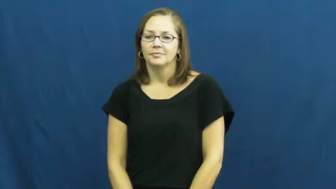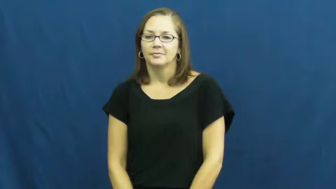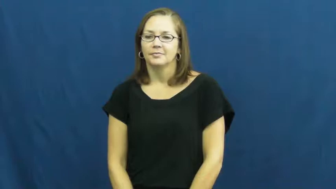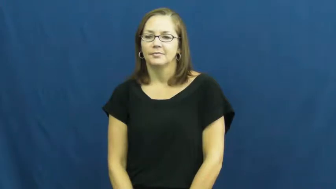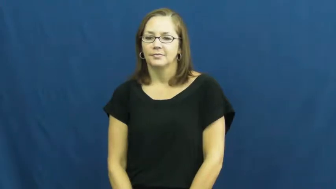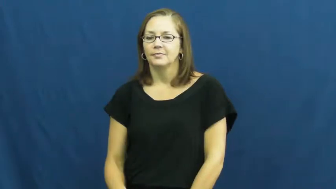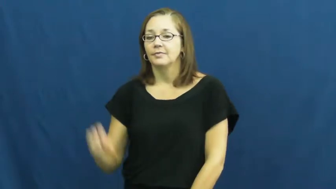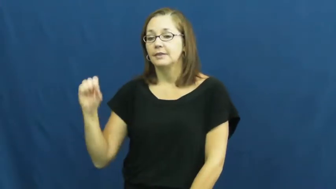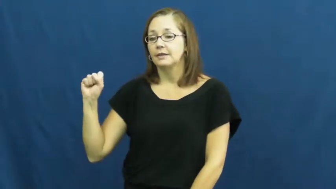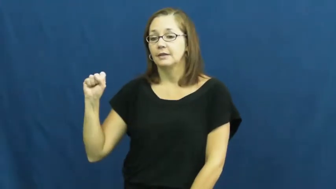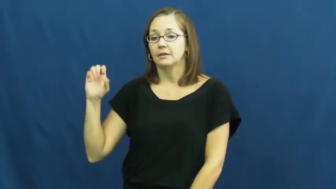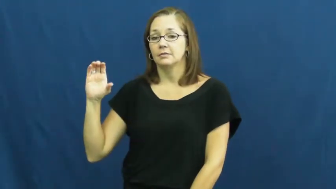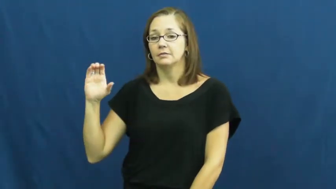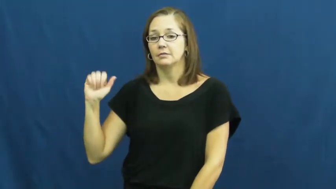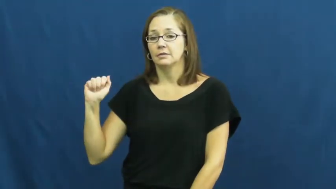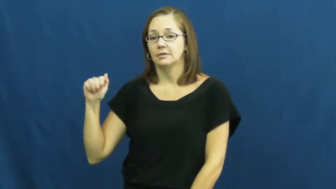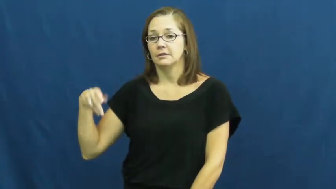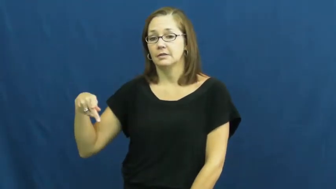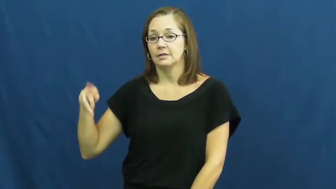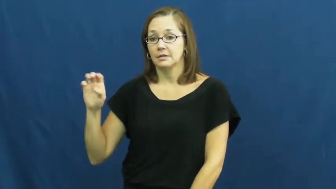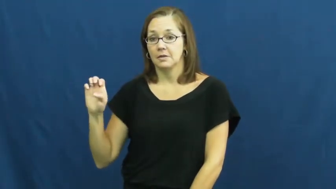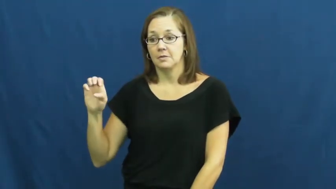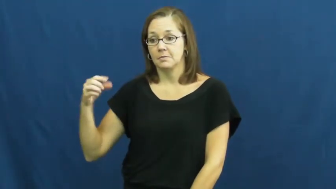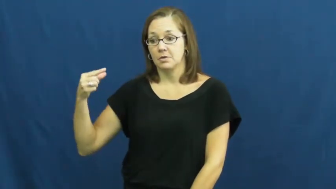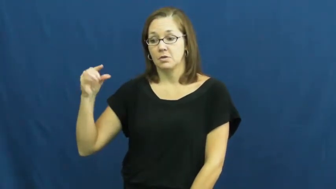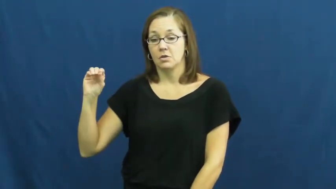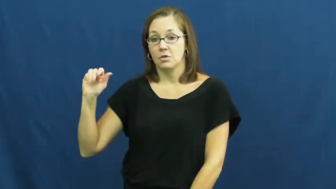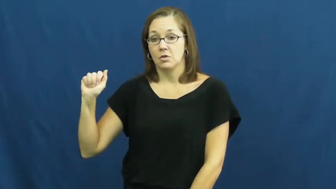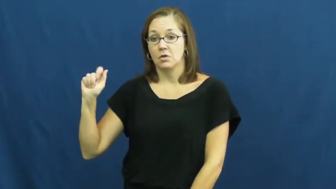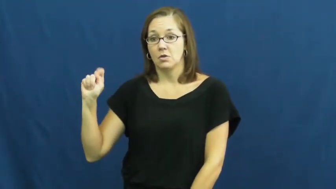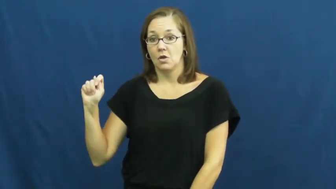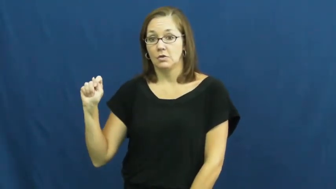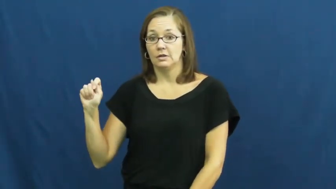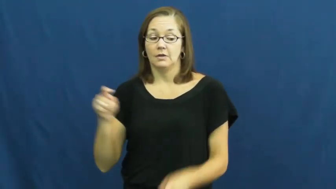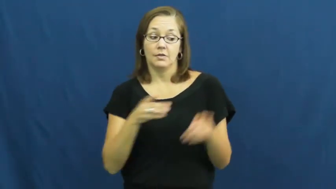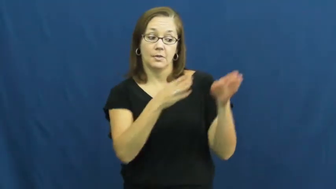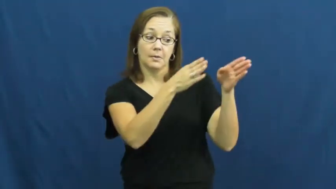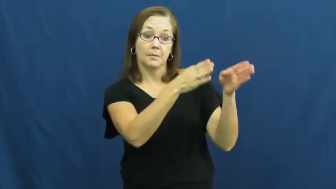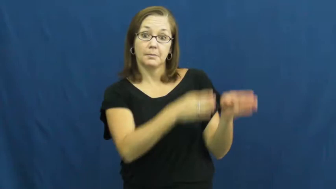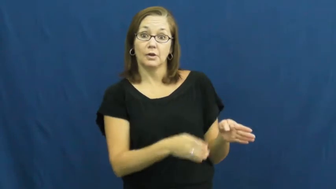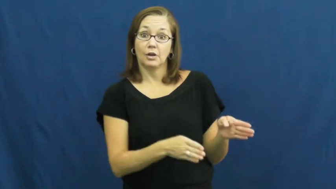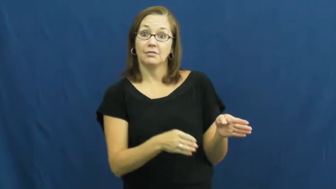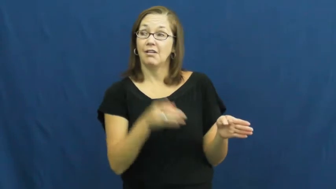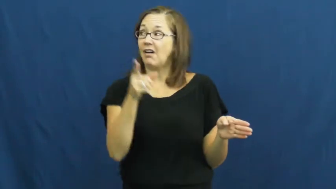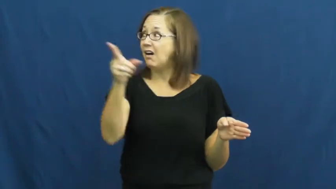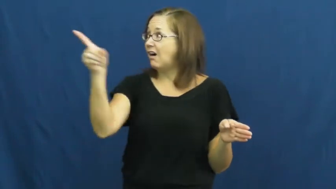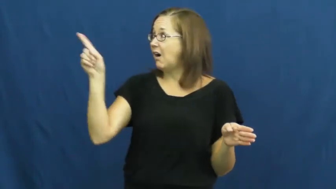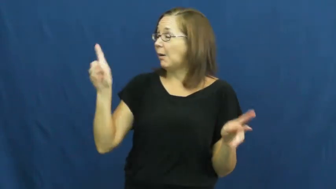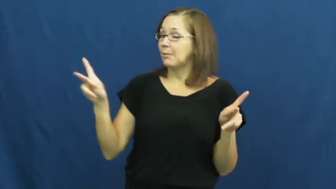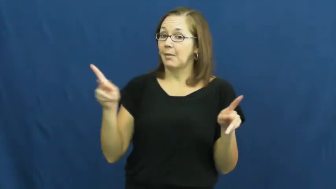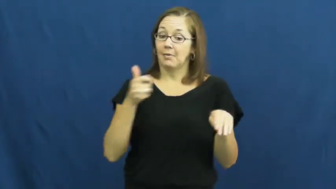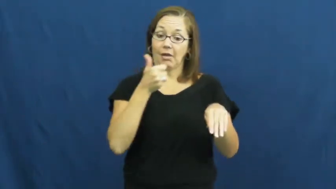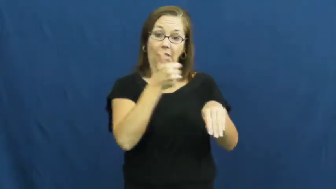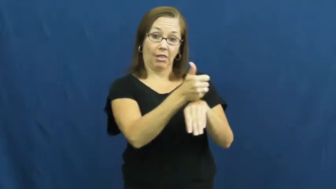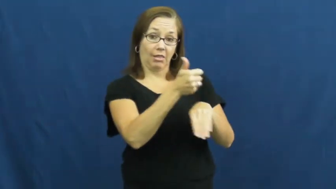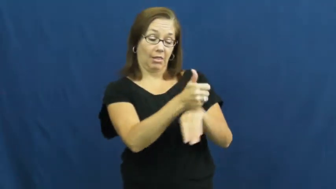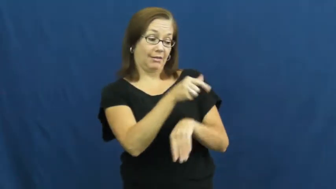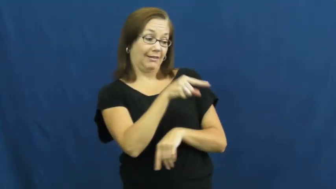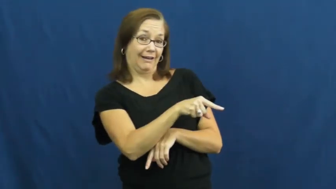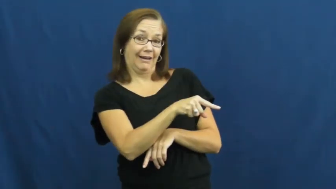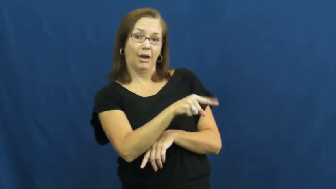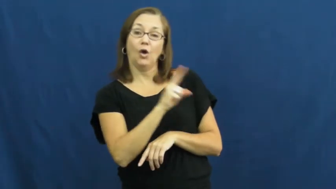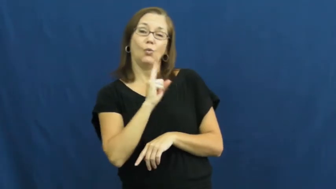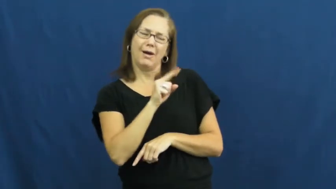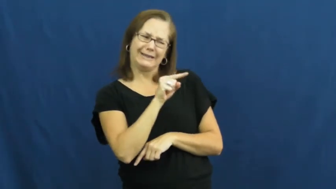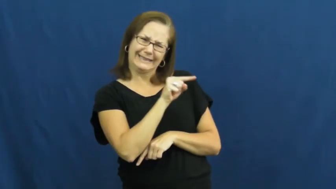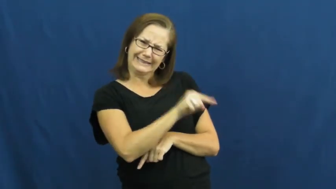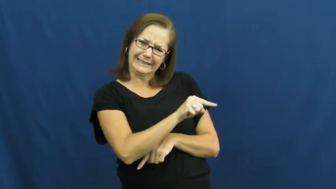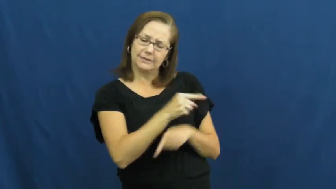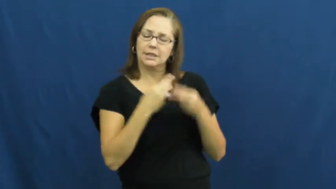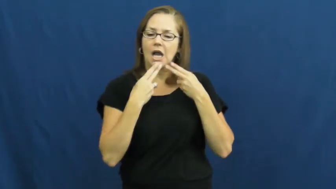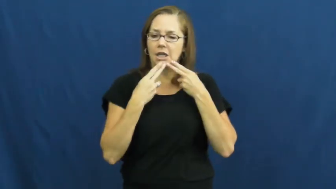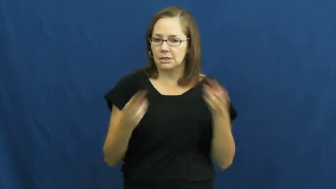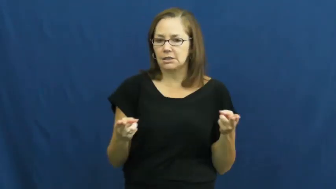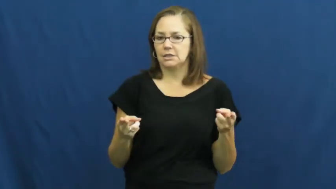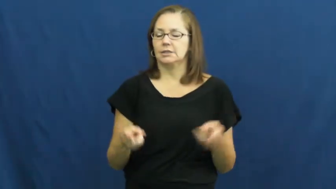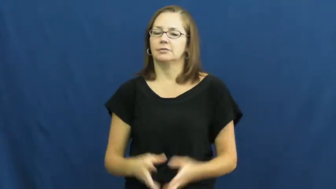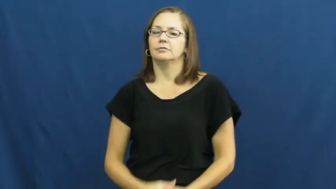scapegoat